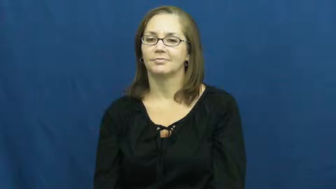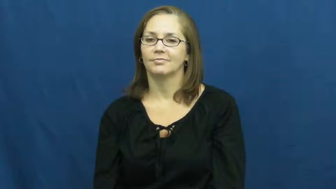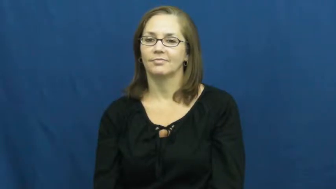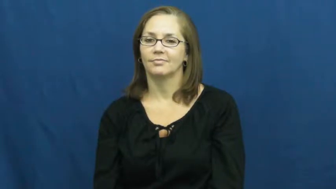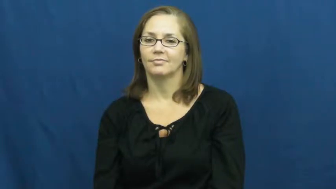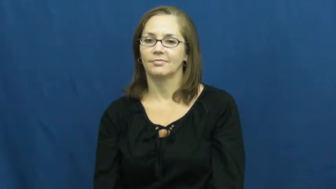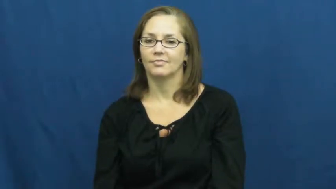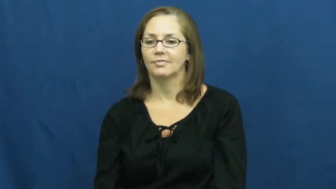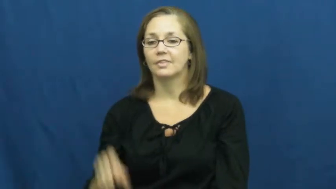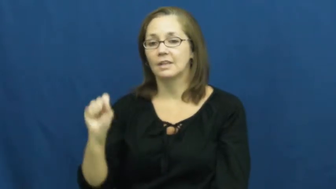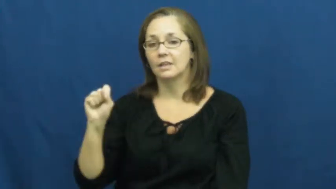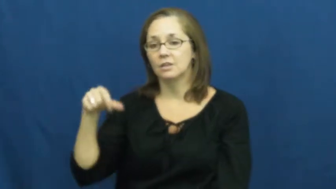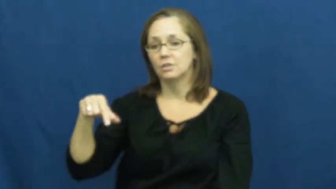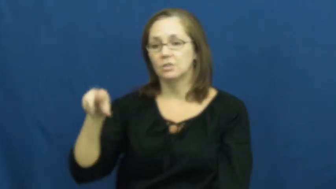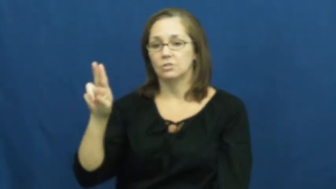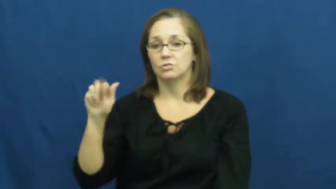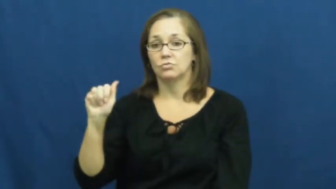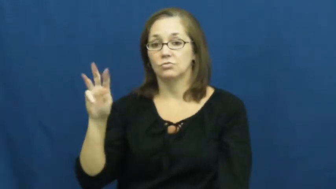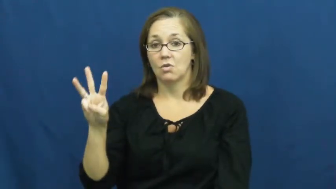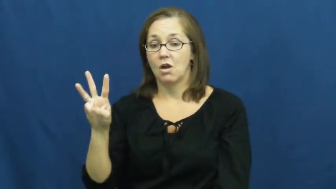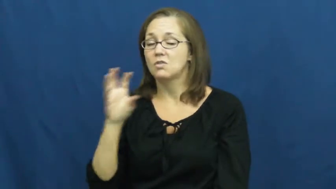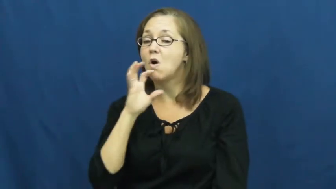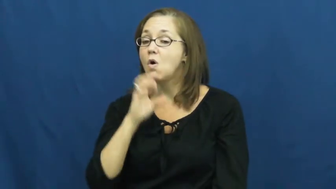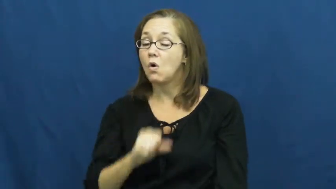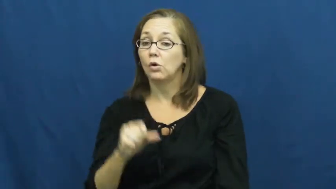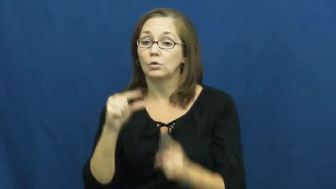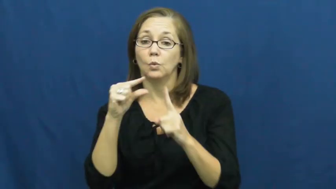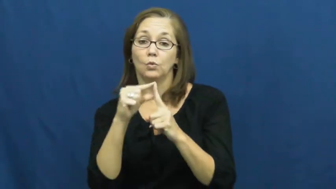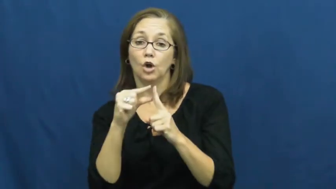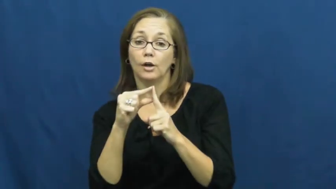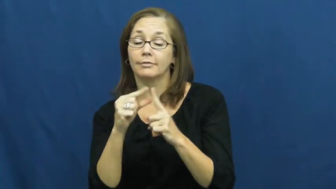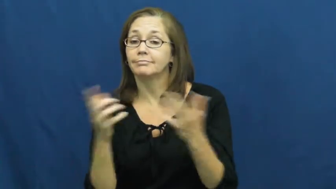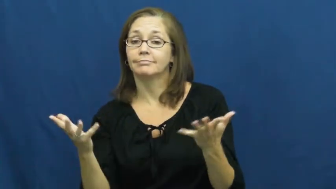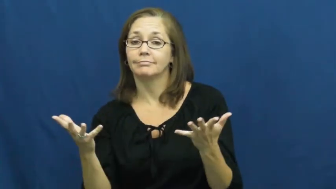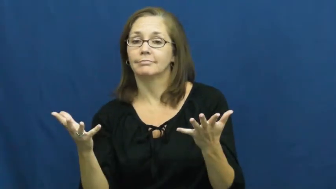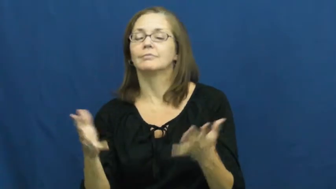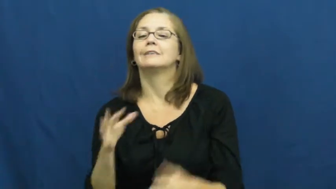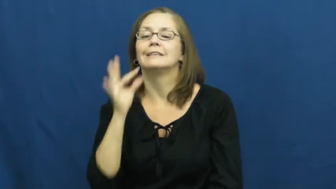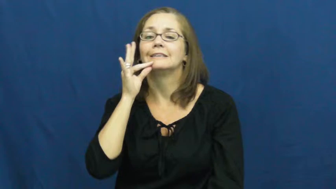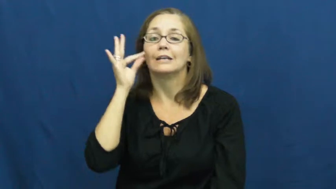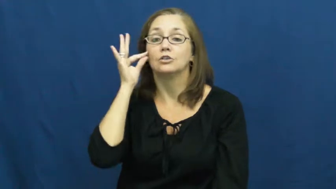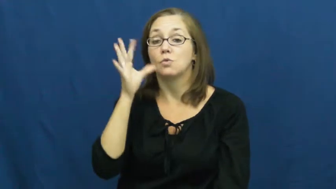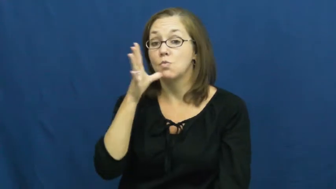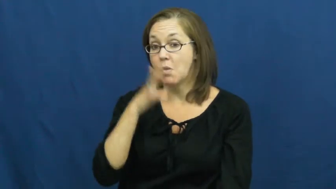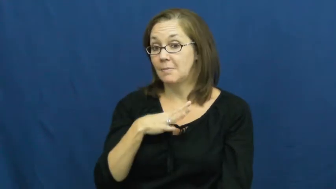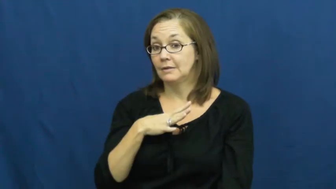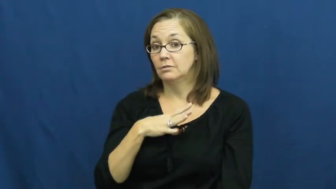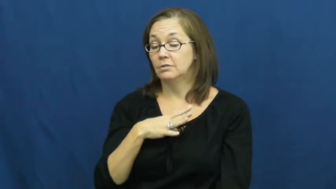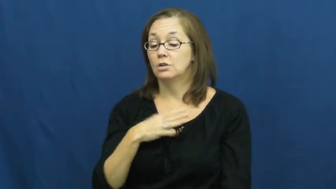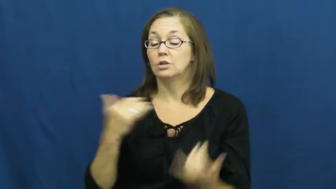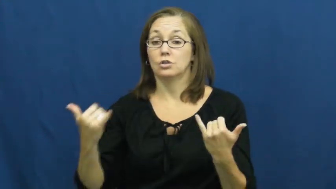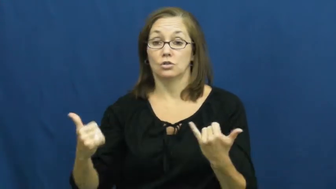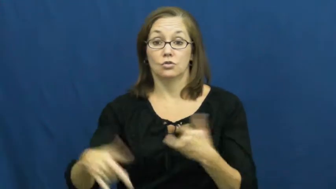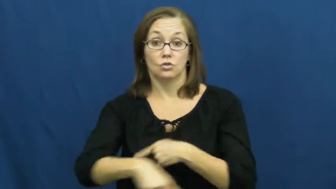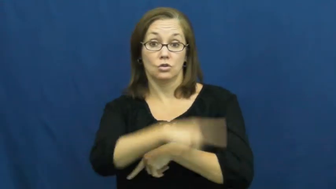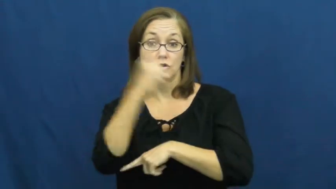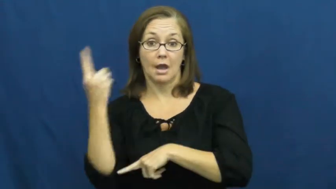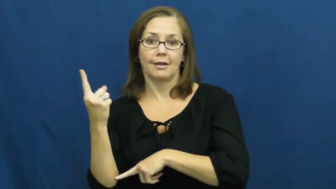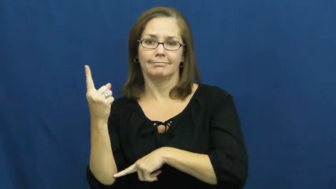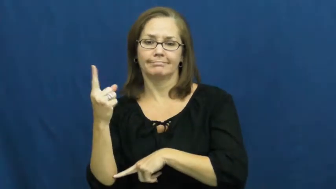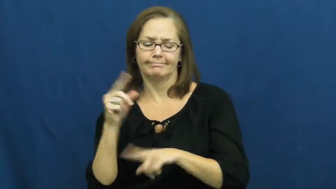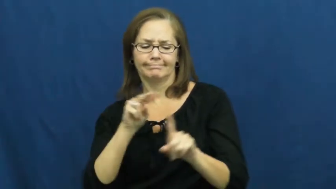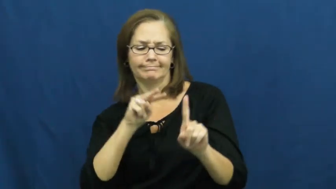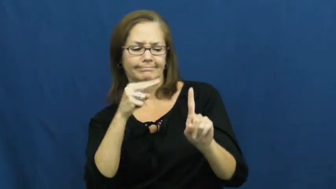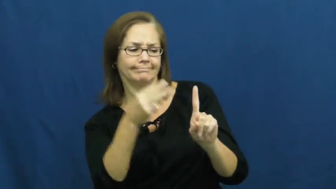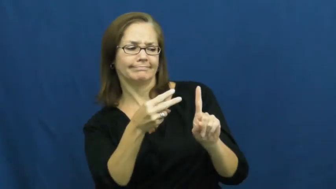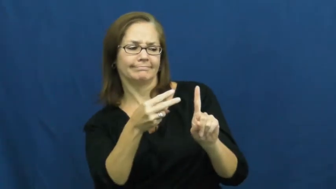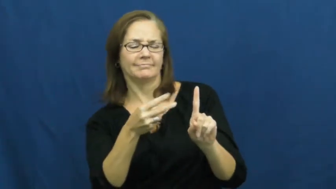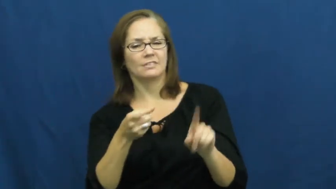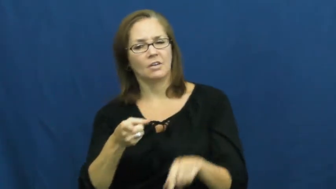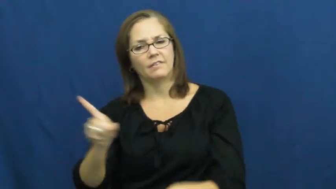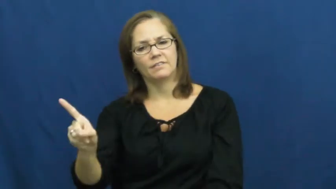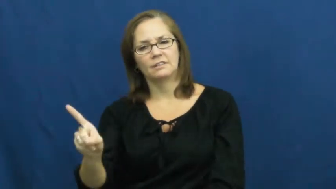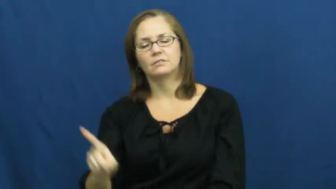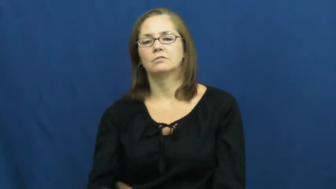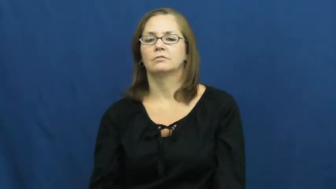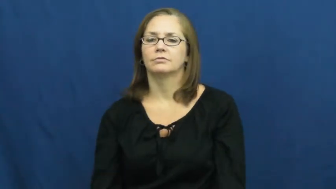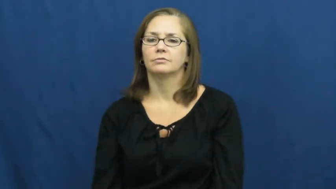squaw